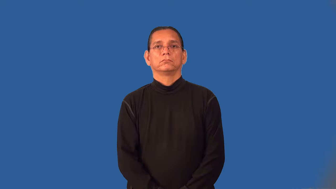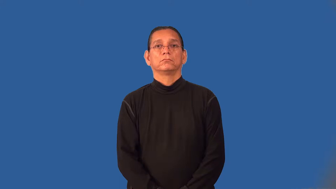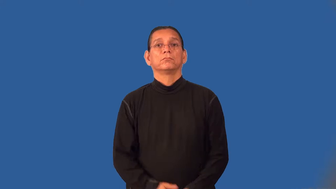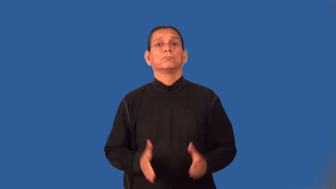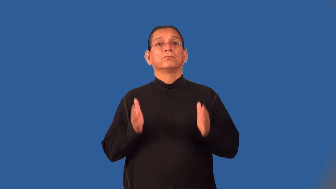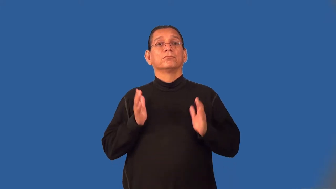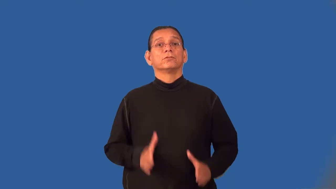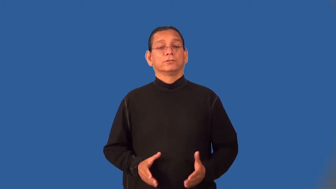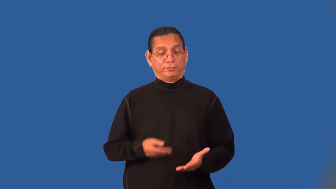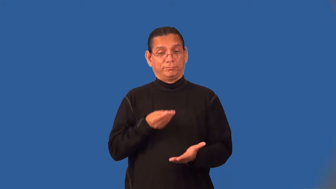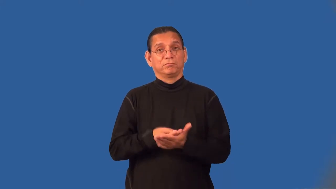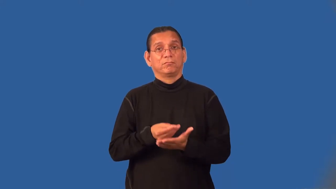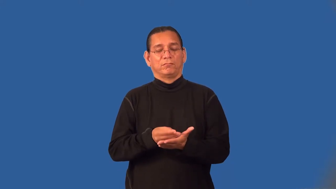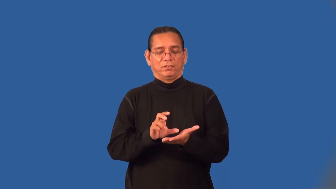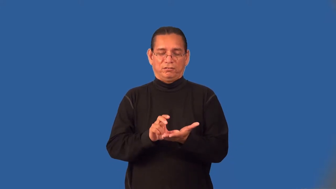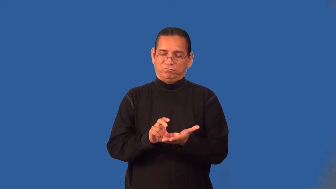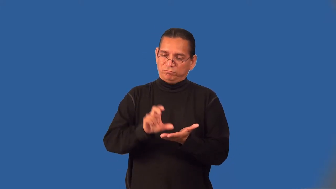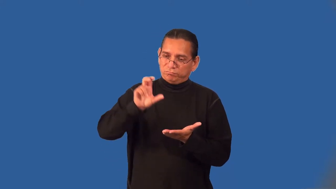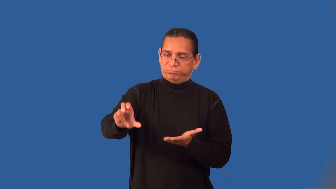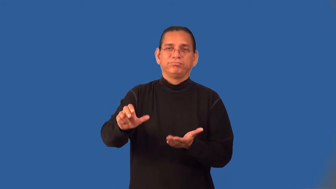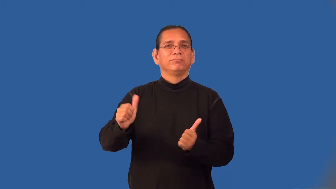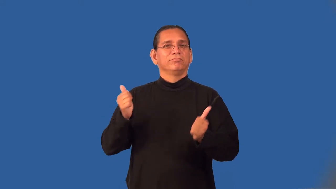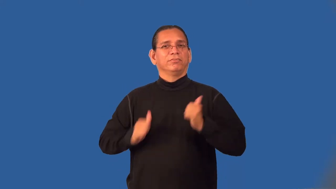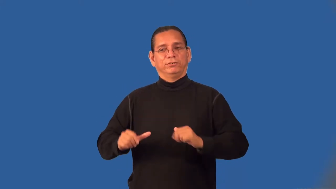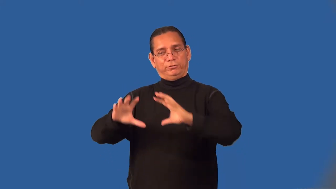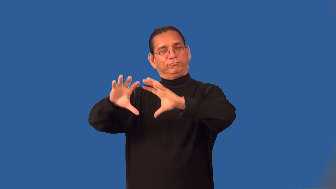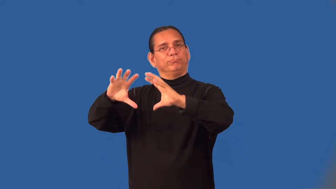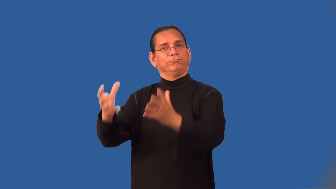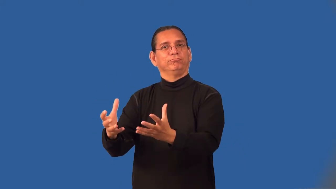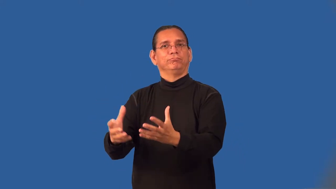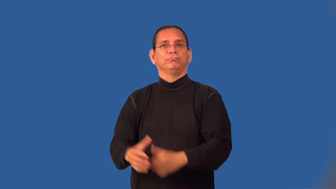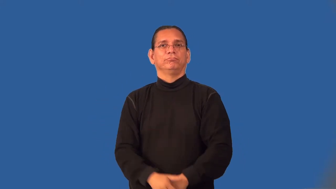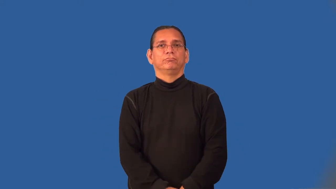impresario